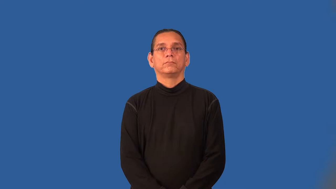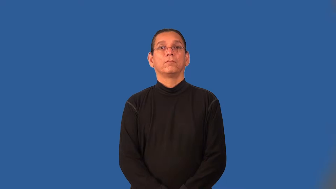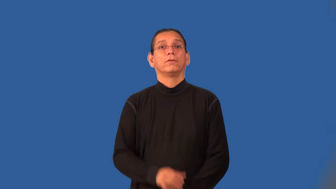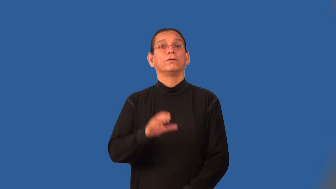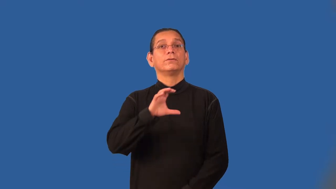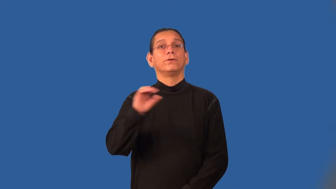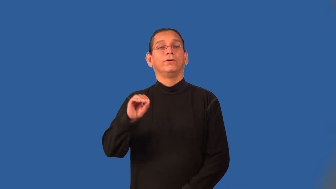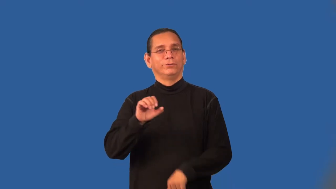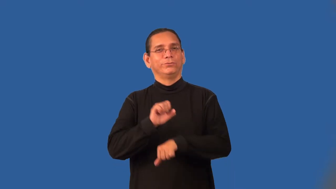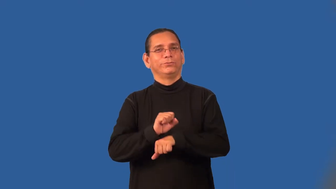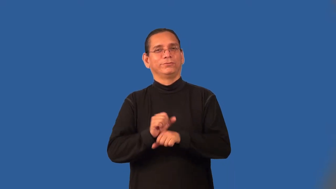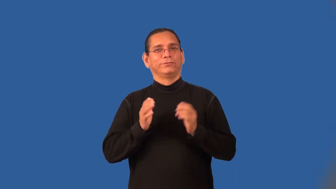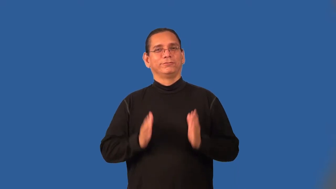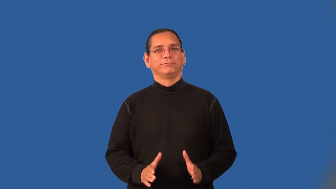coworker